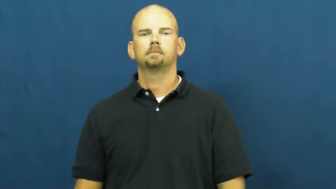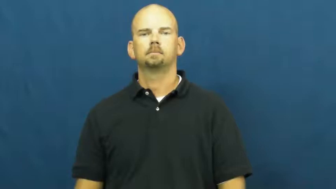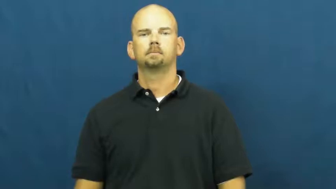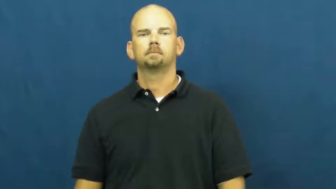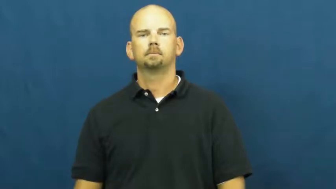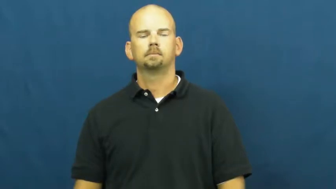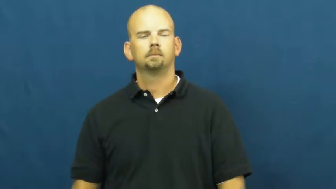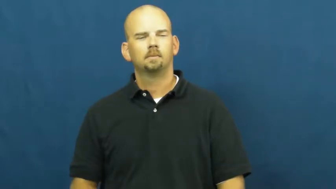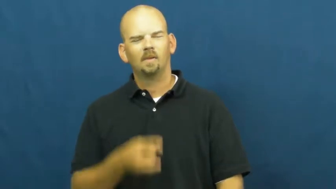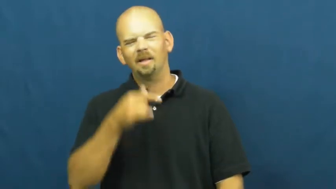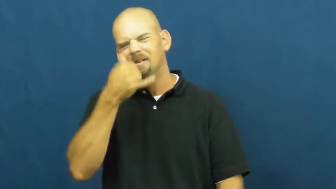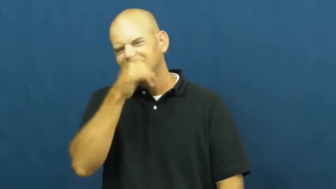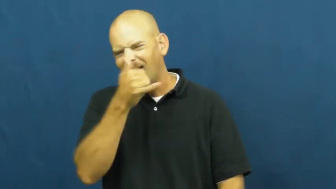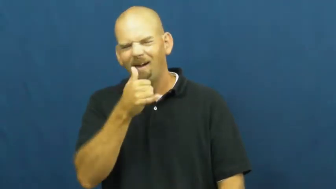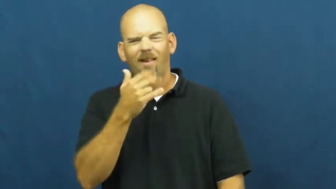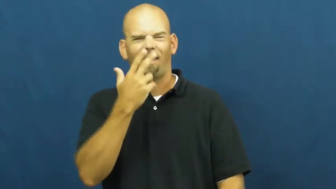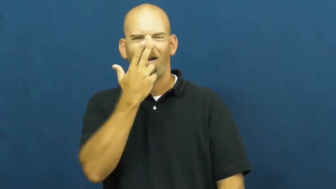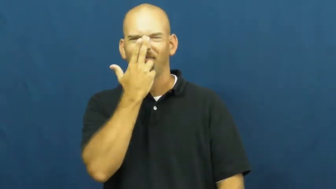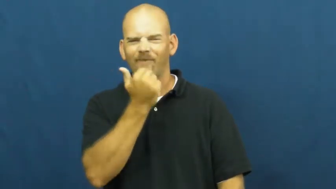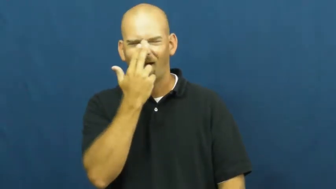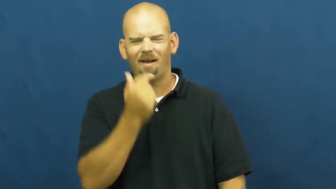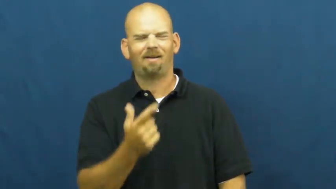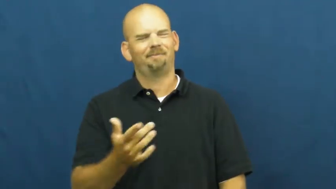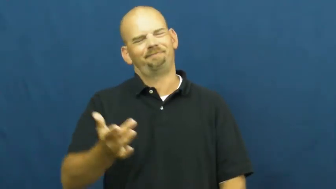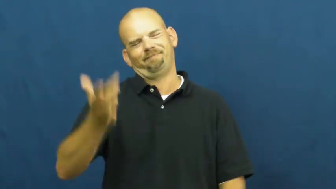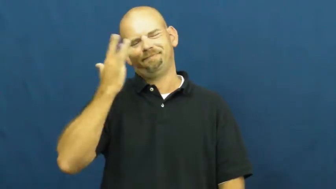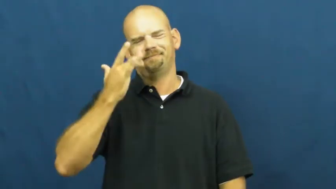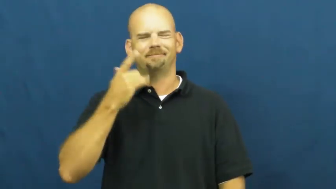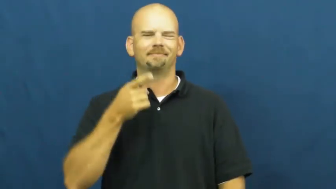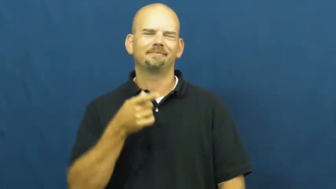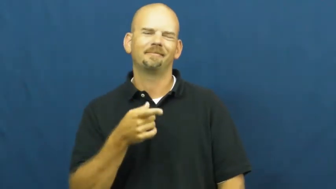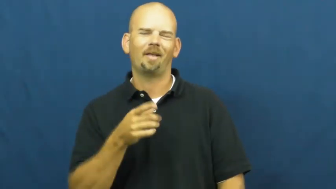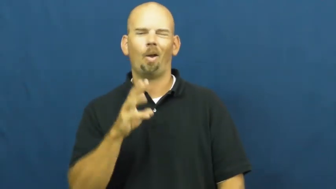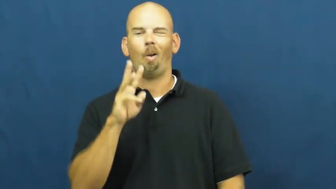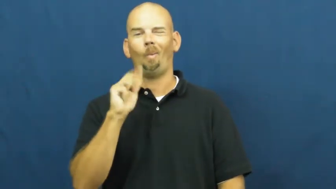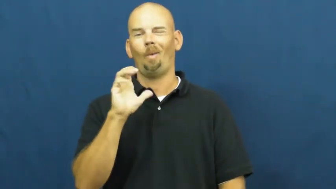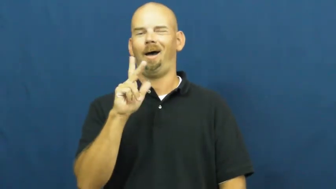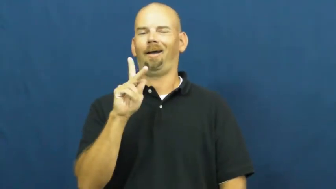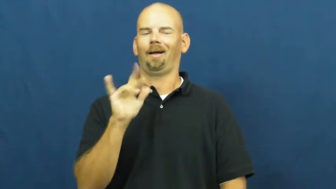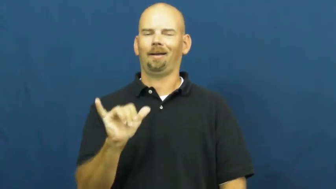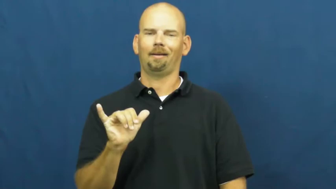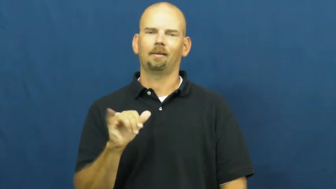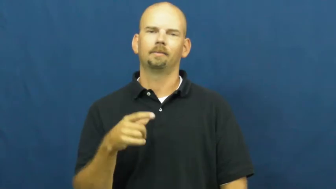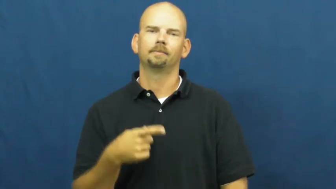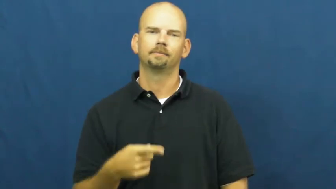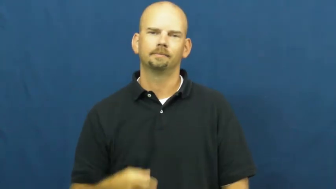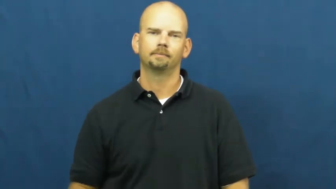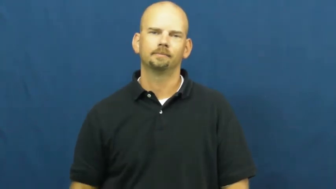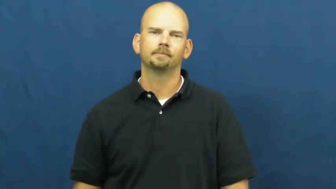wacky